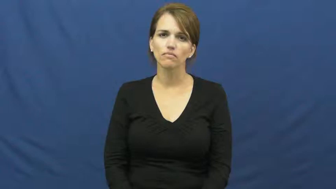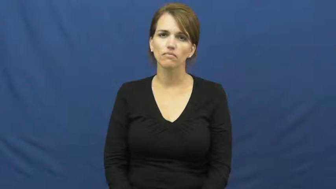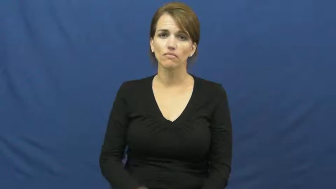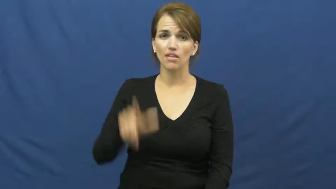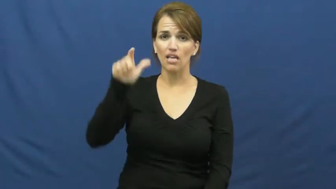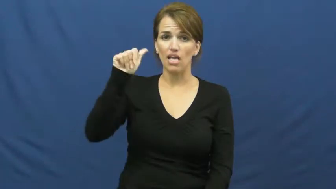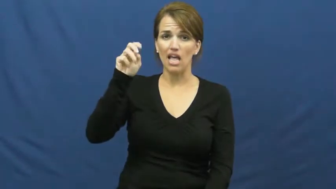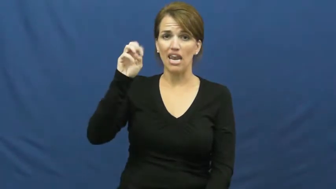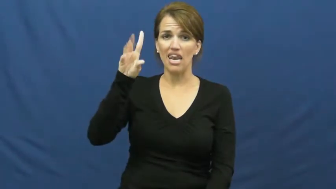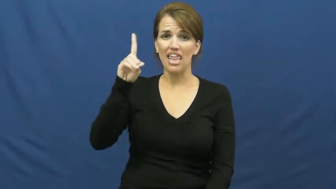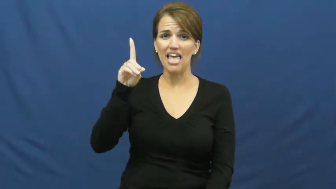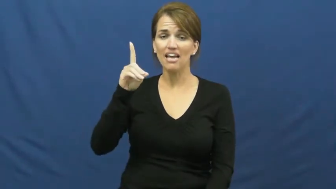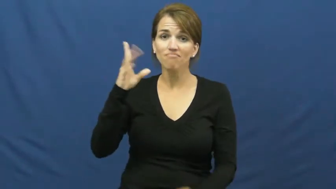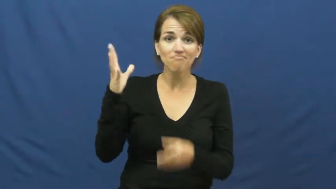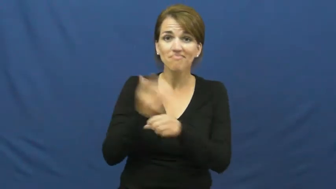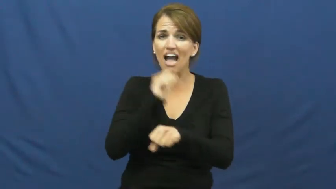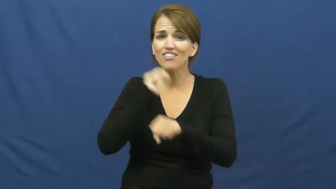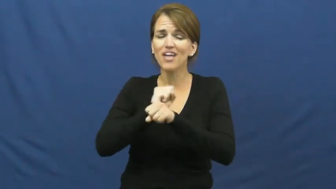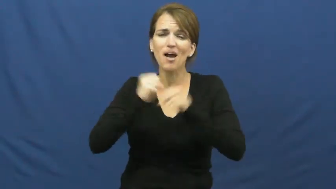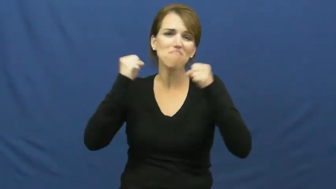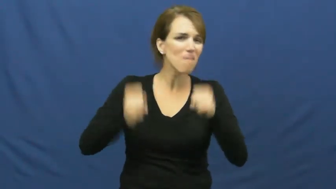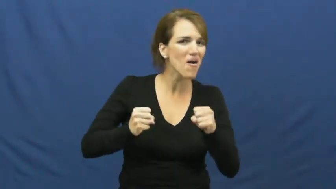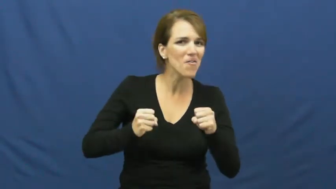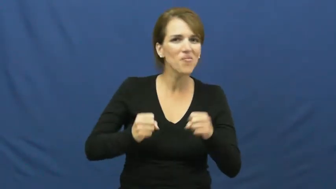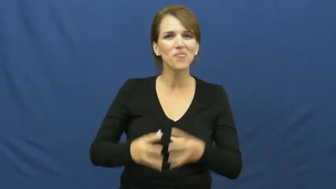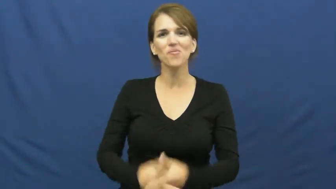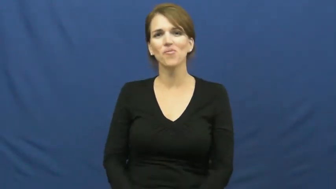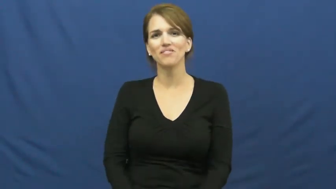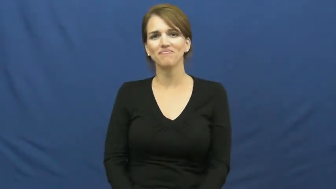land-job